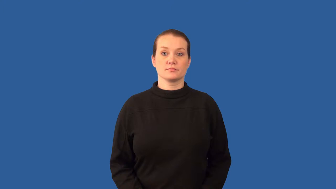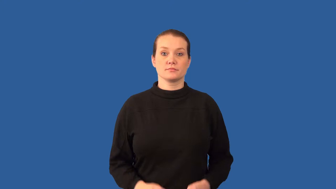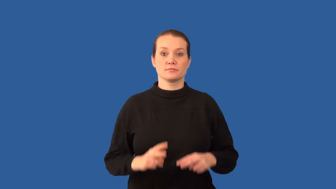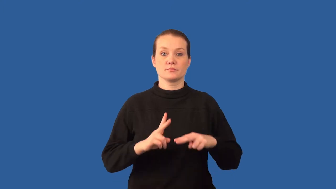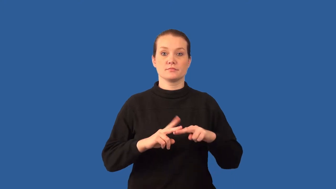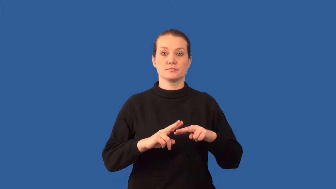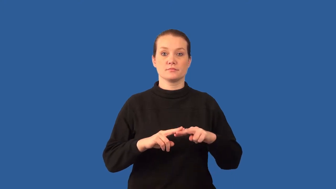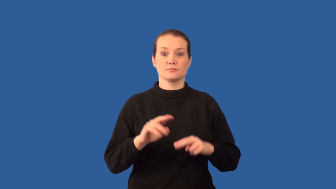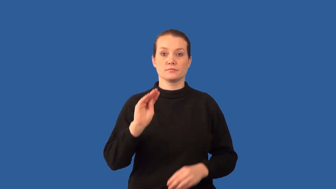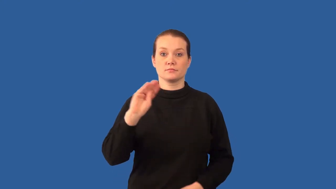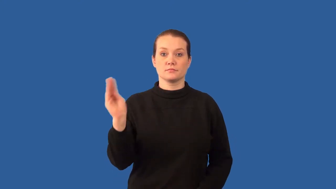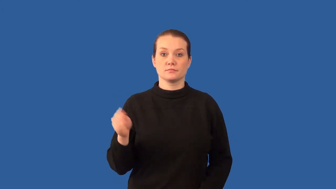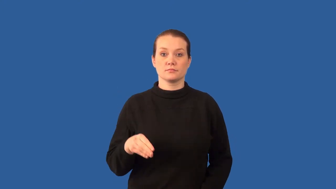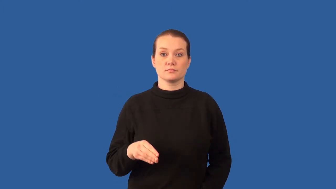salinity